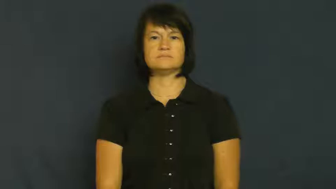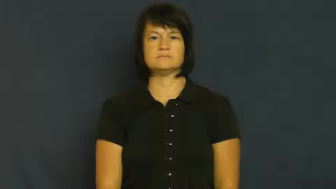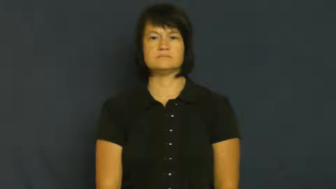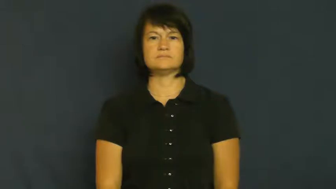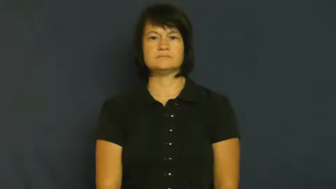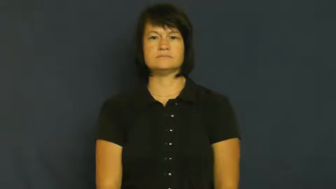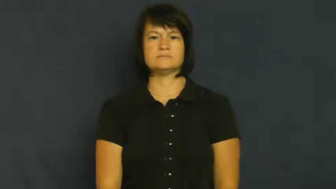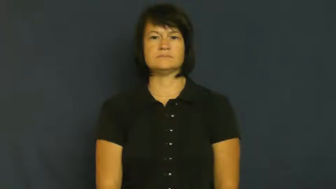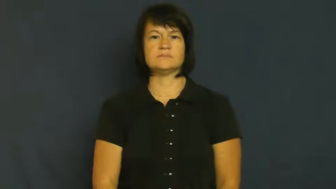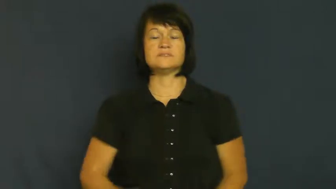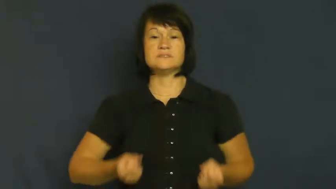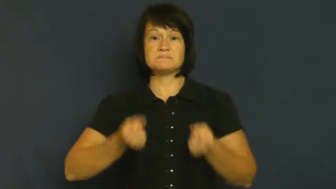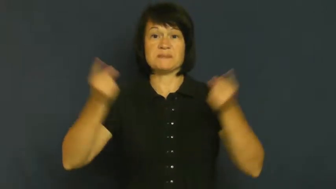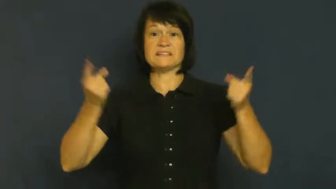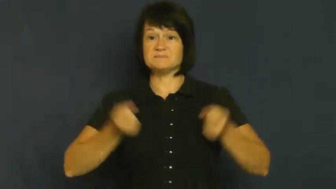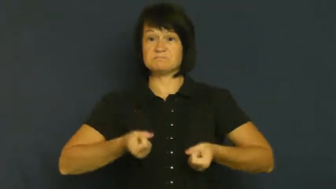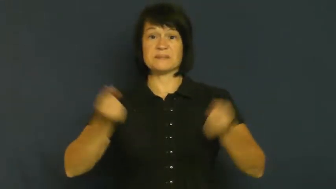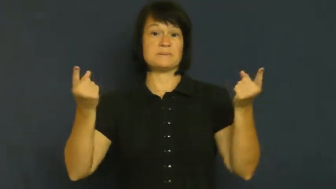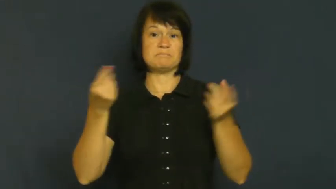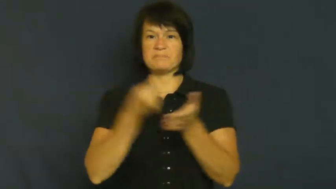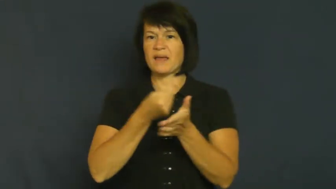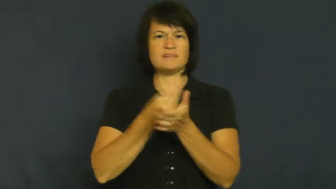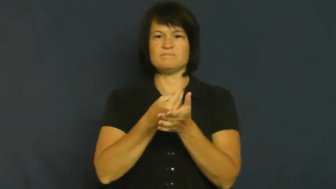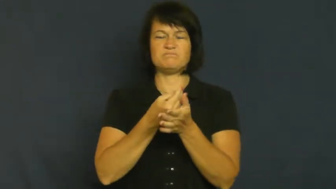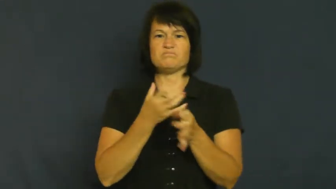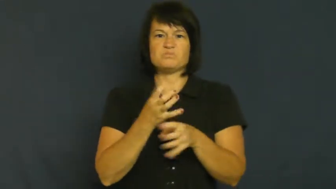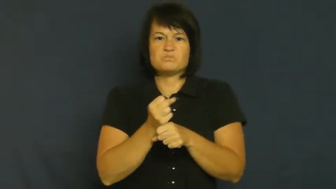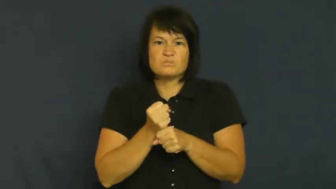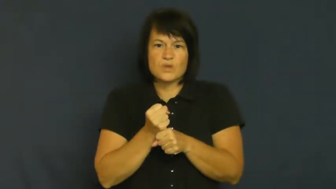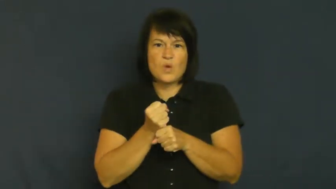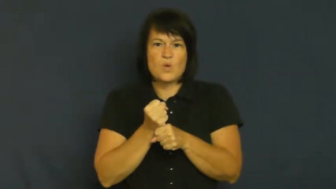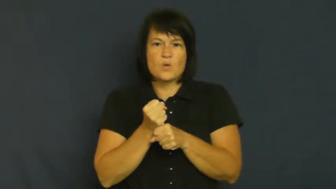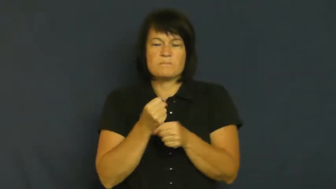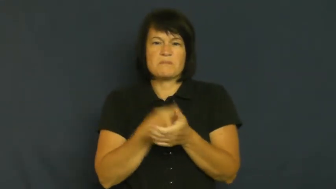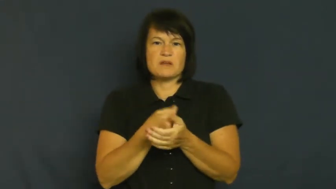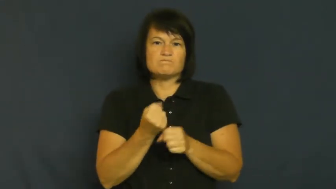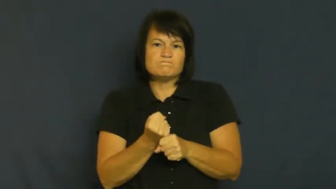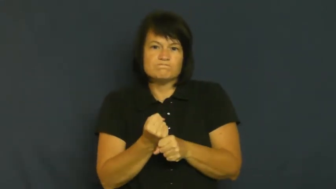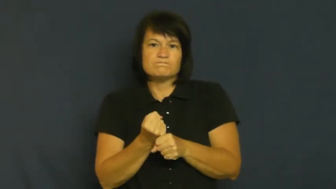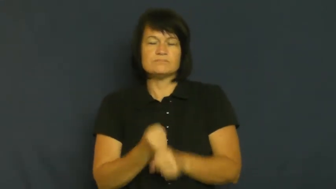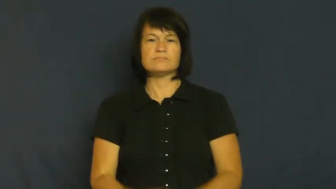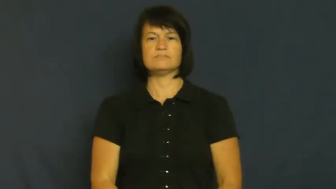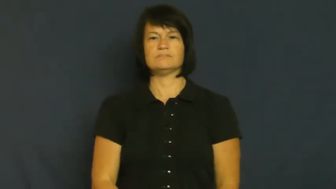tight,skinflint,tightwad,scrooge